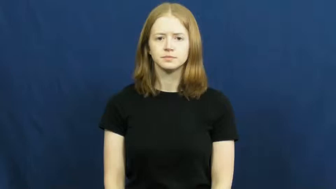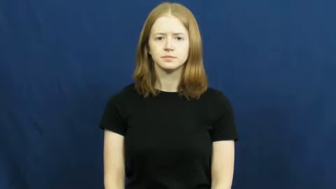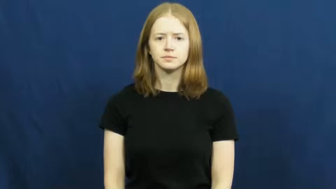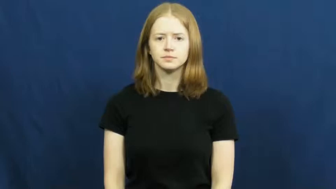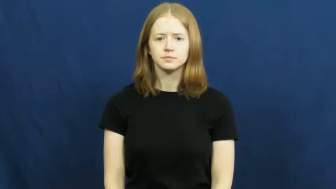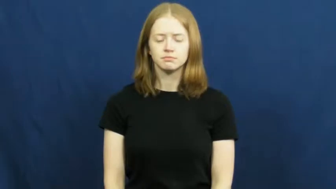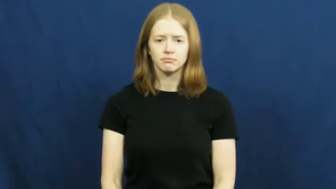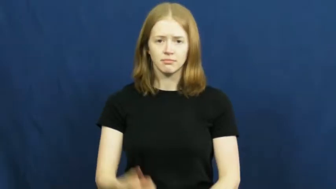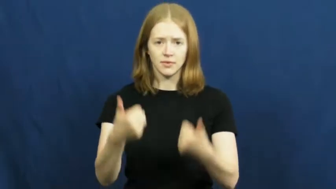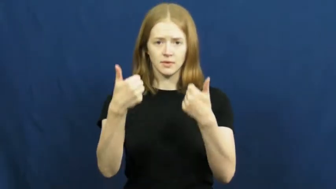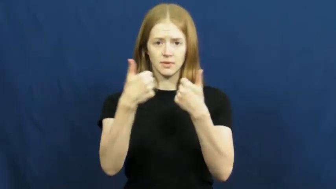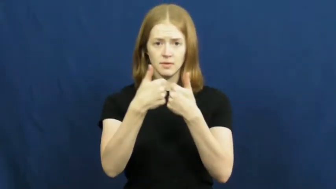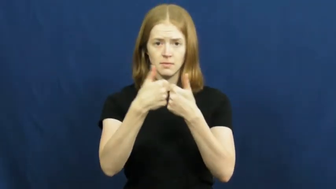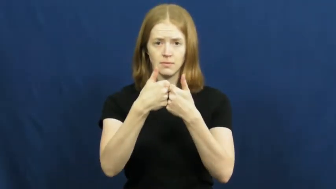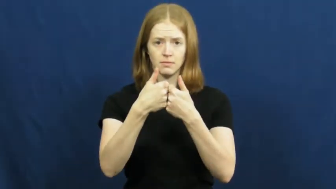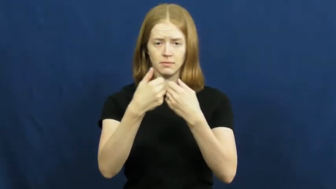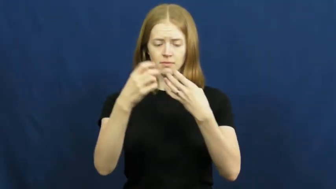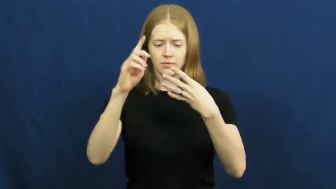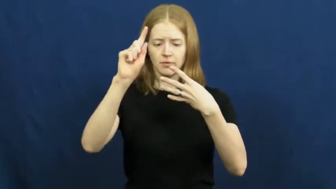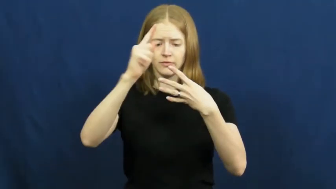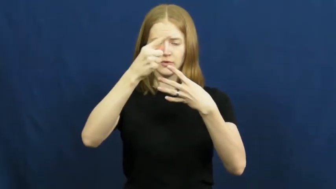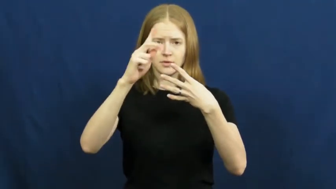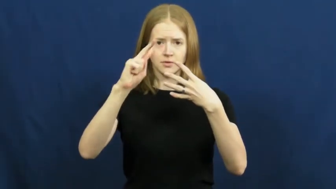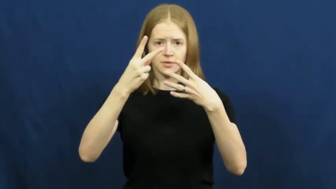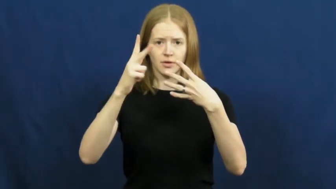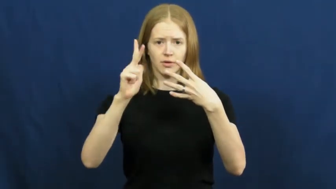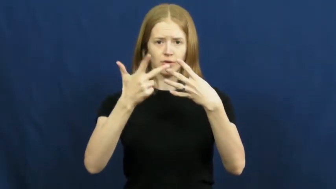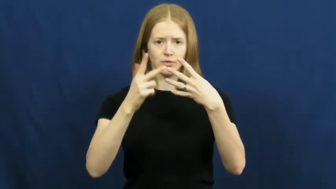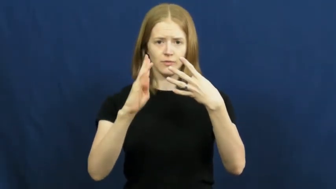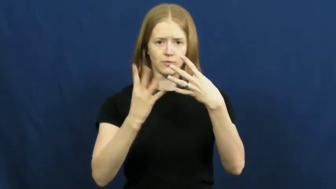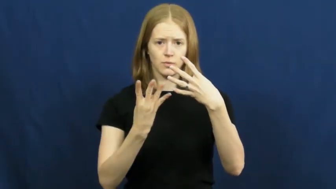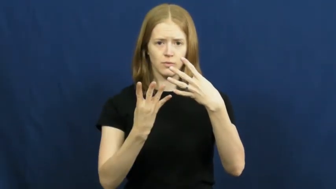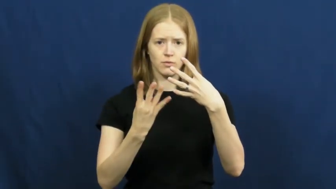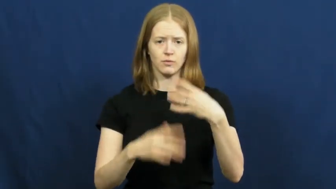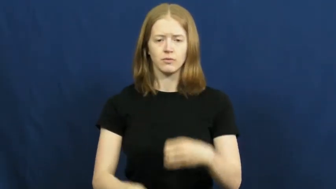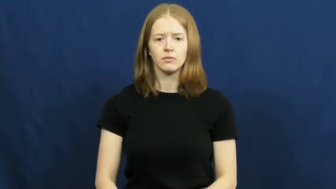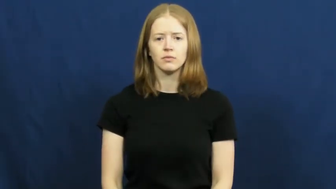quarter-game